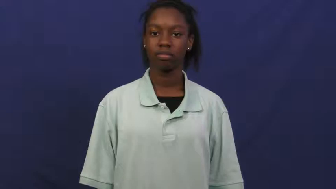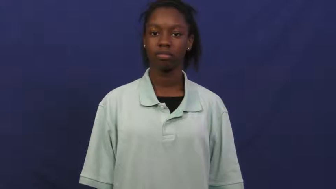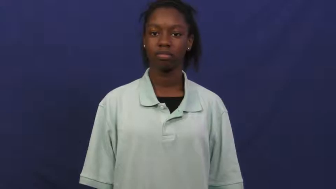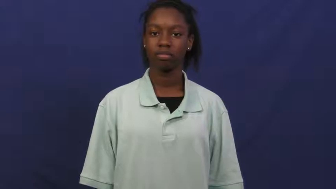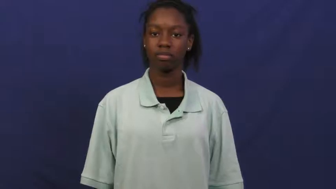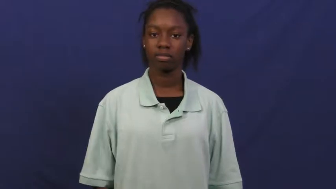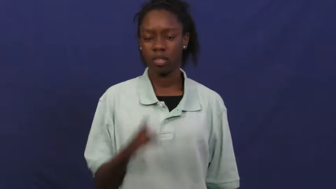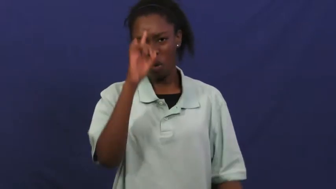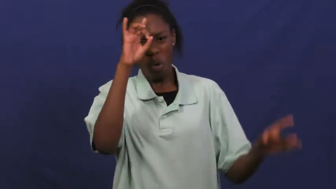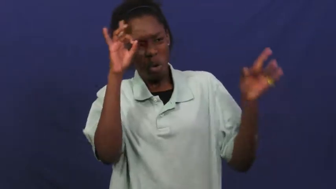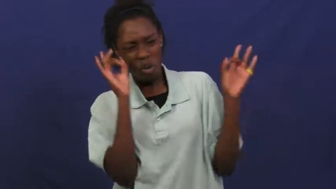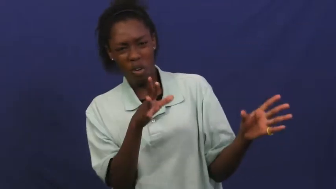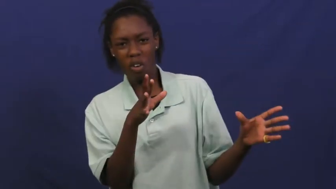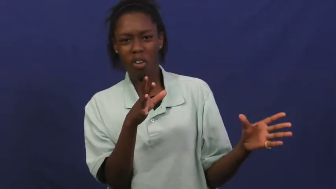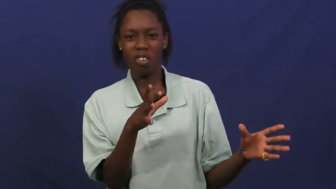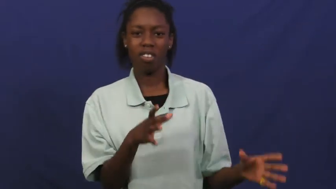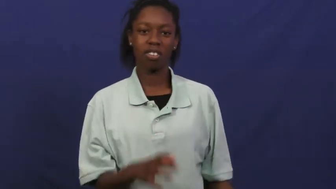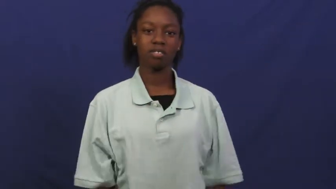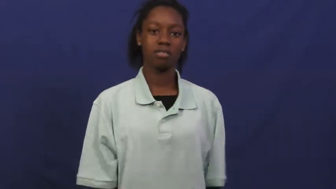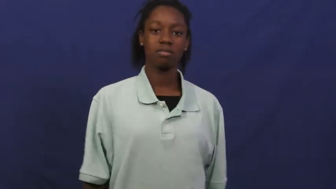deplore